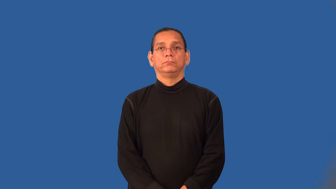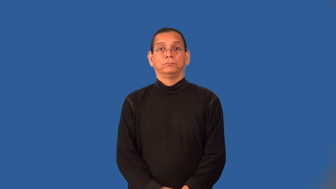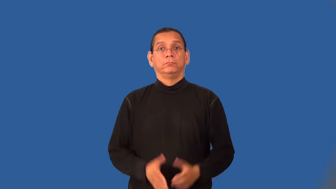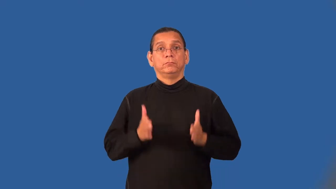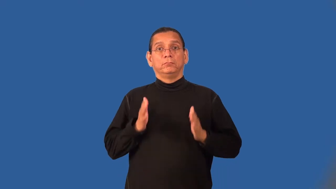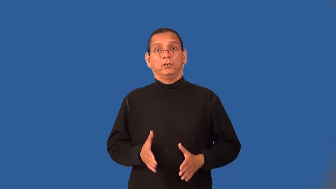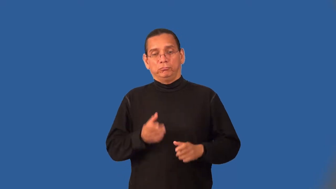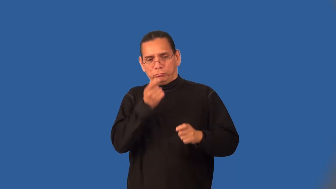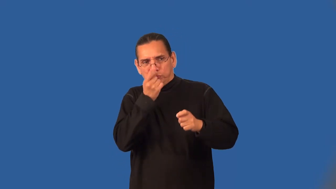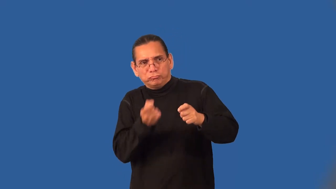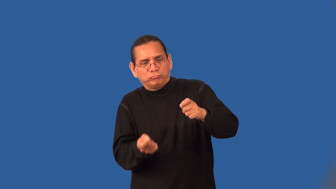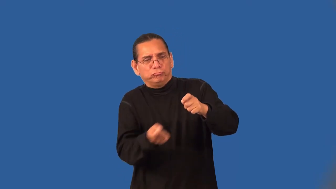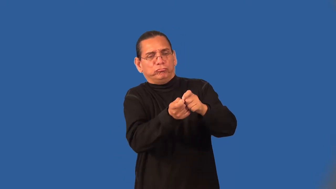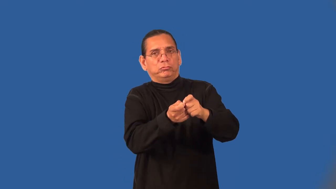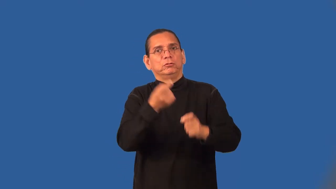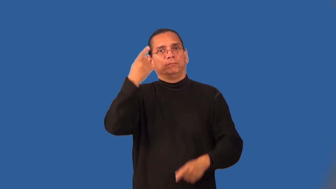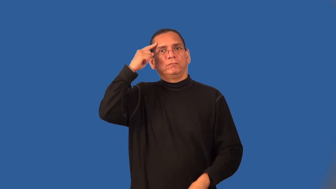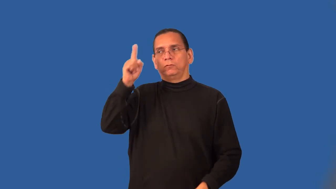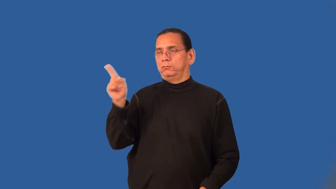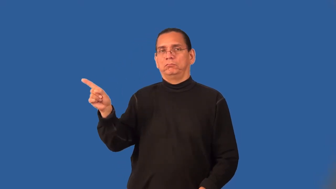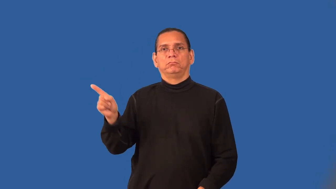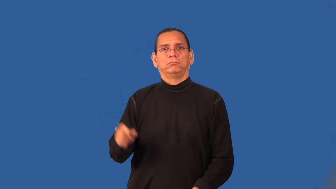avenger